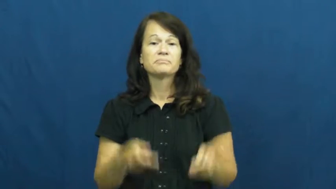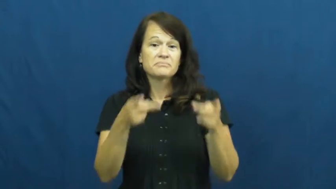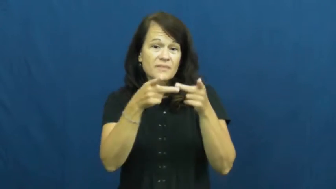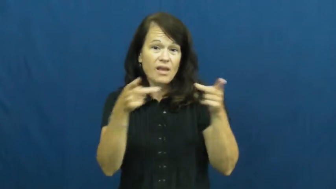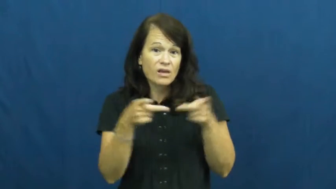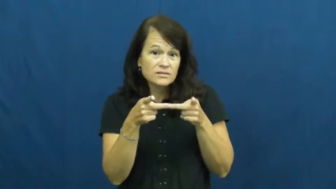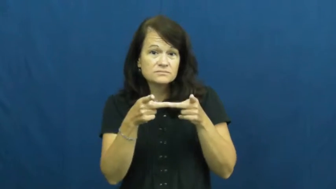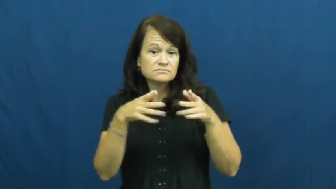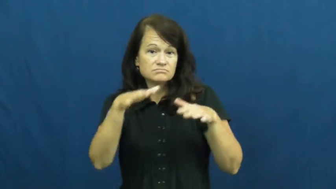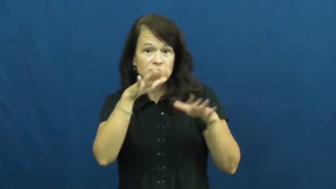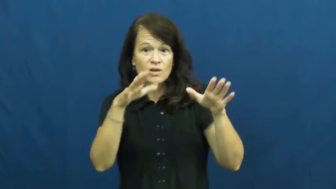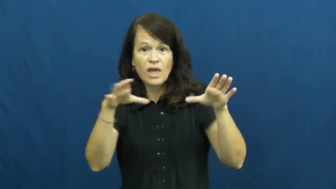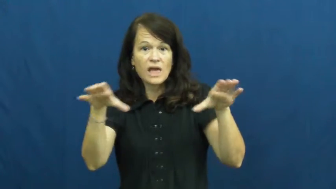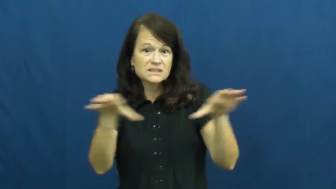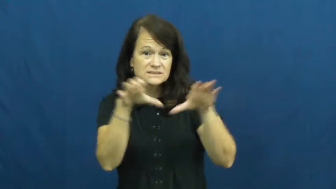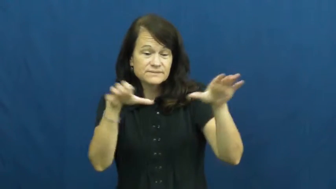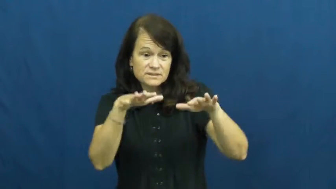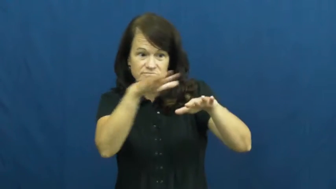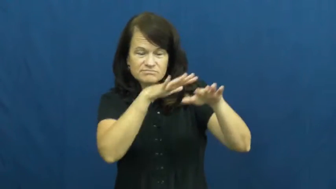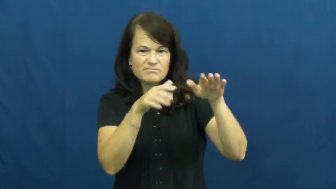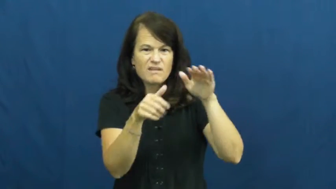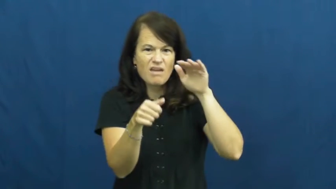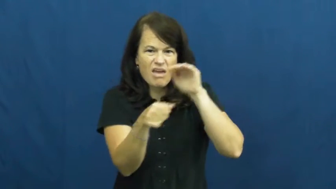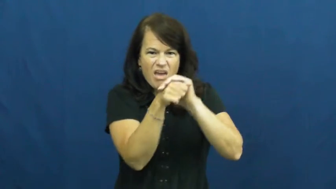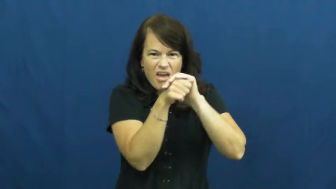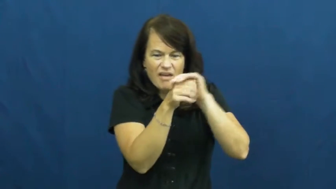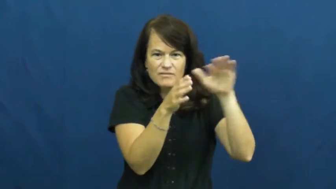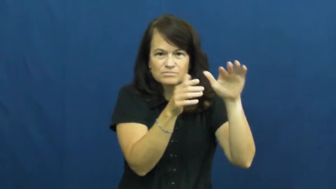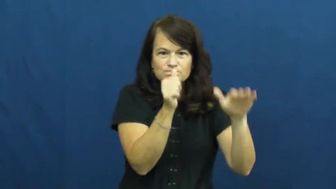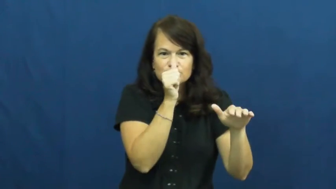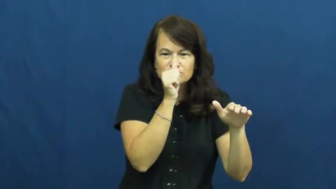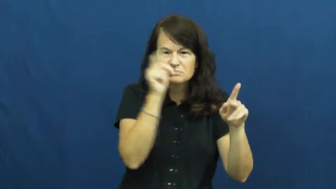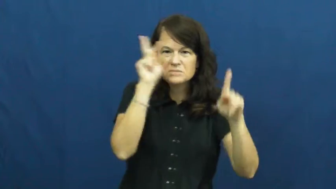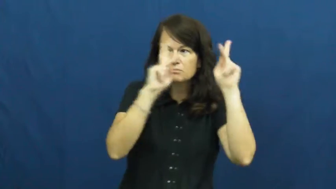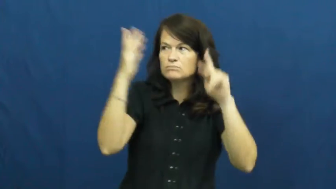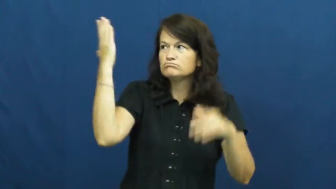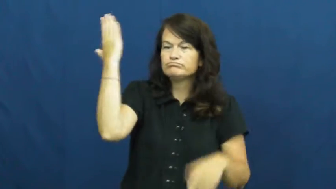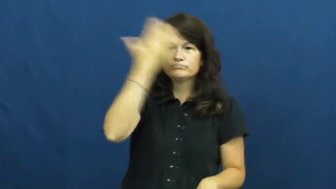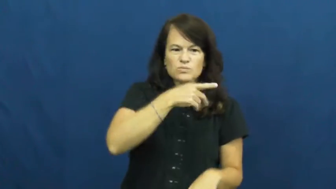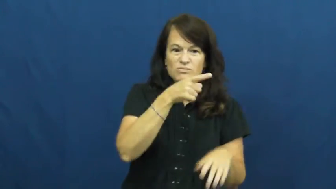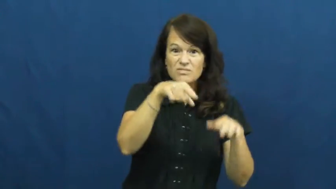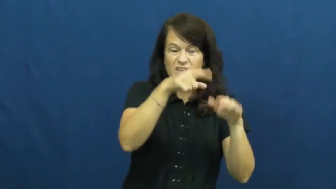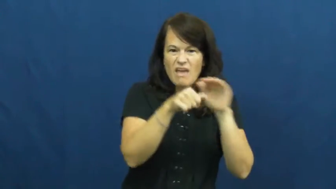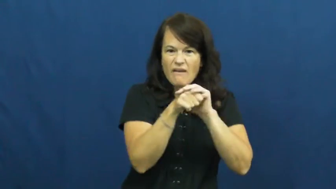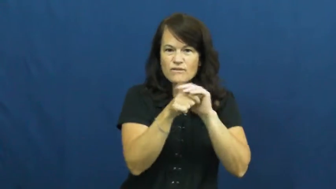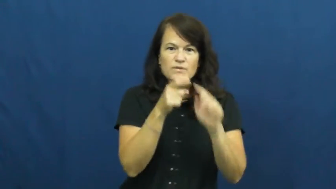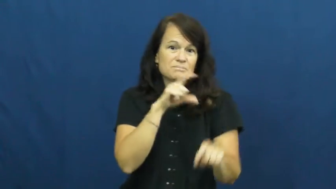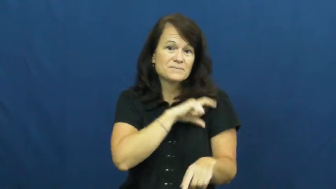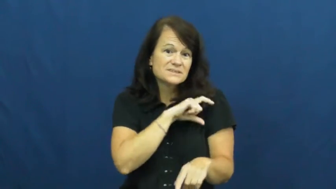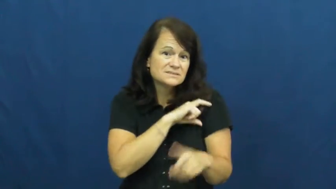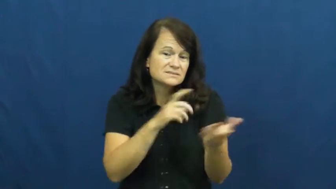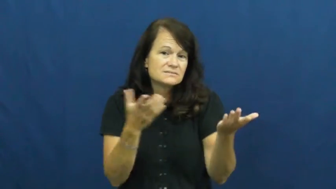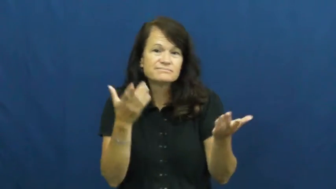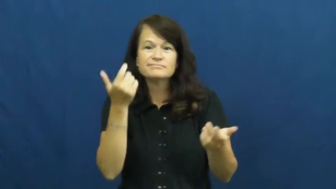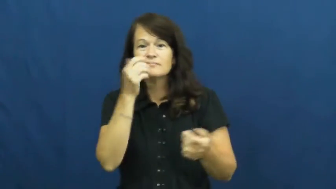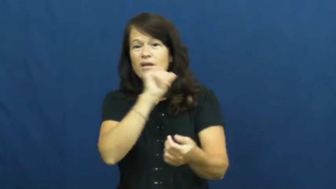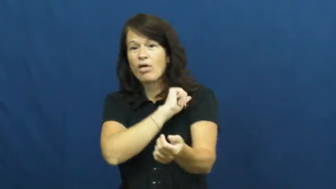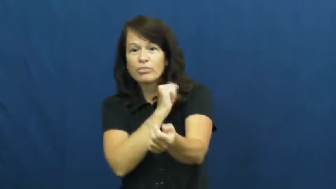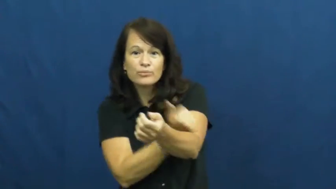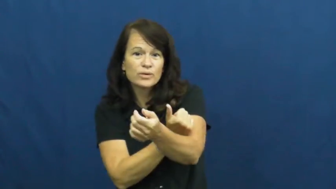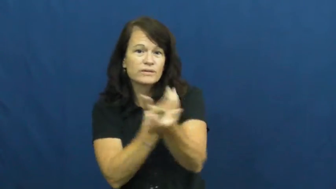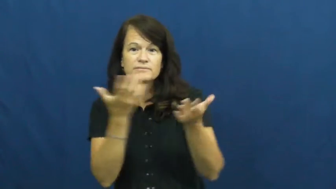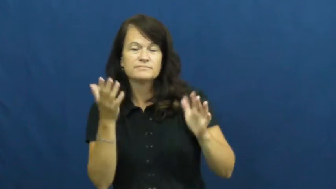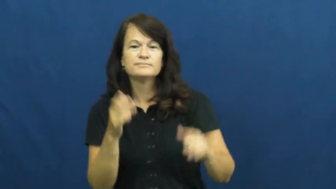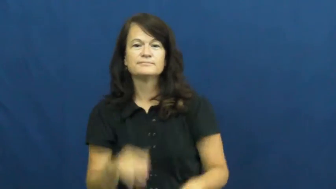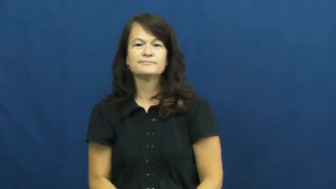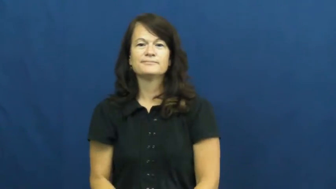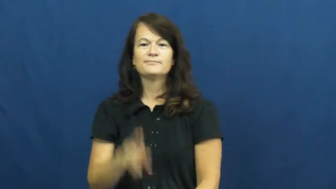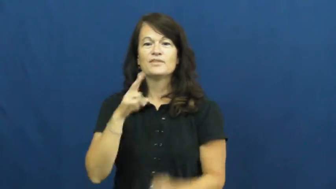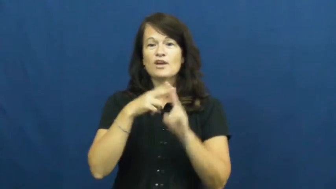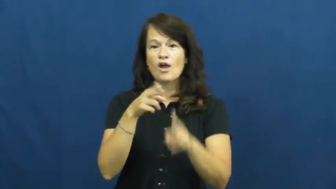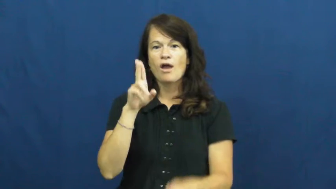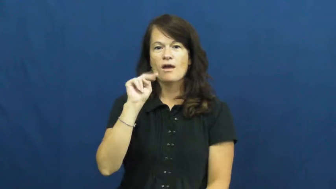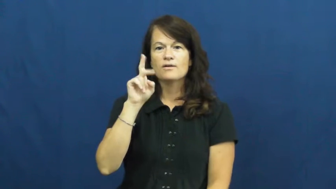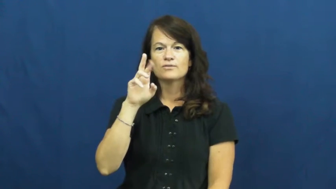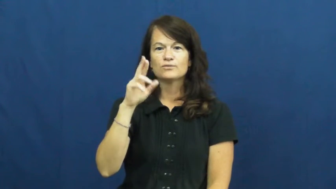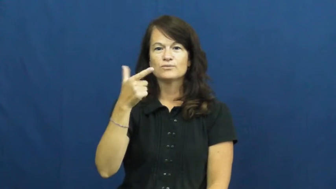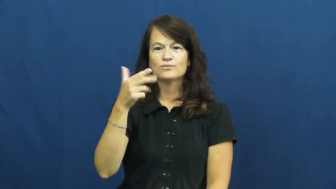underground-secret